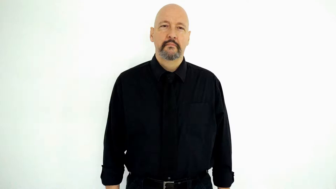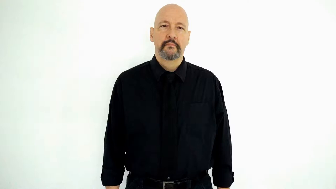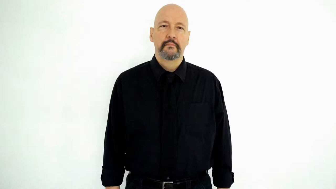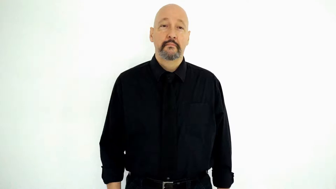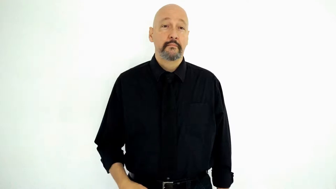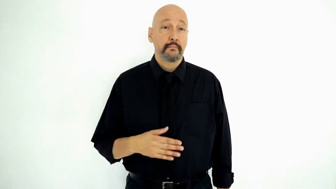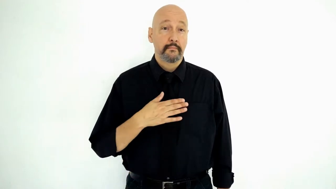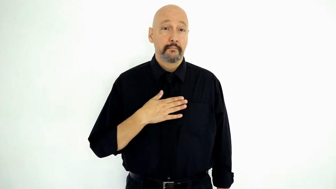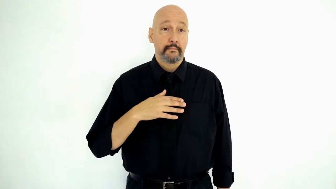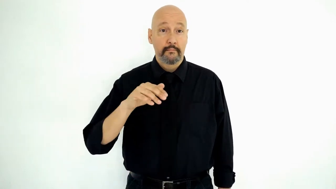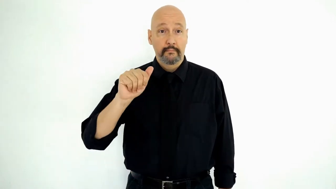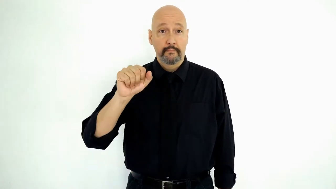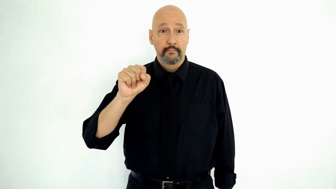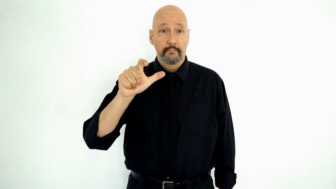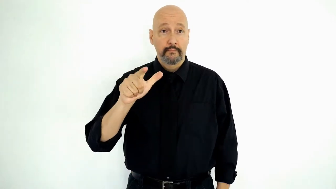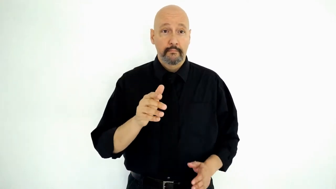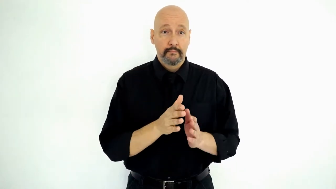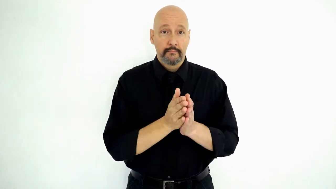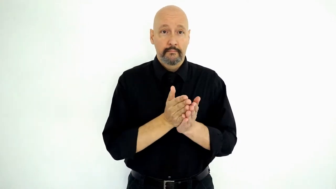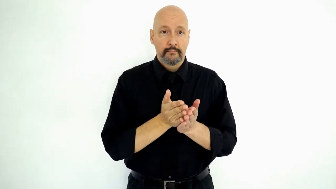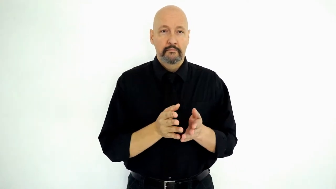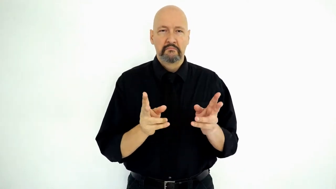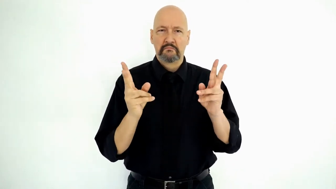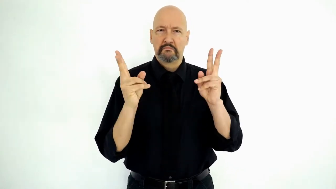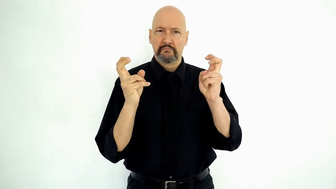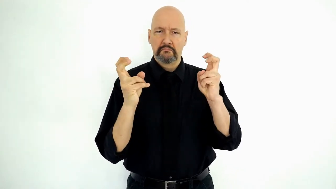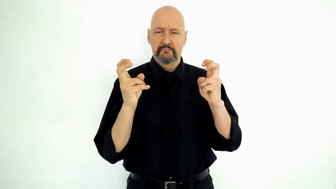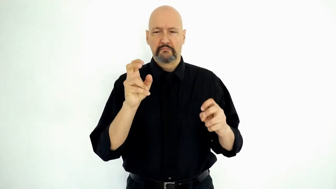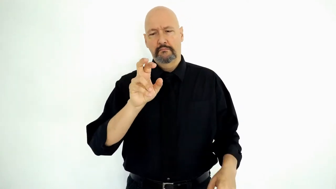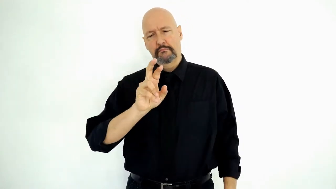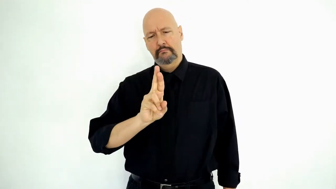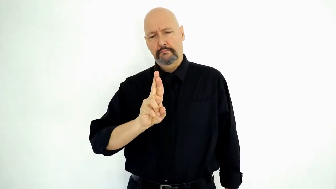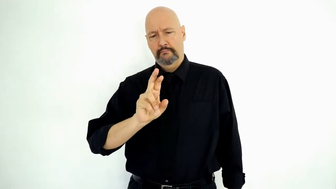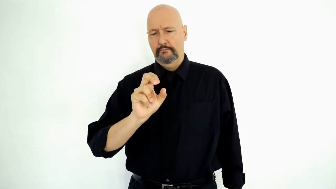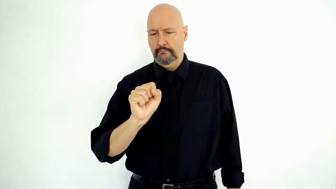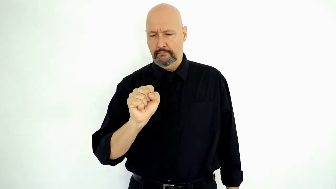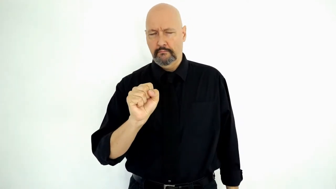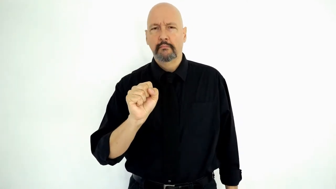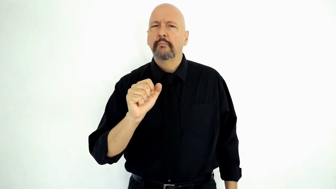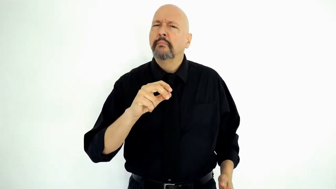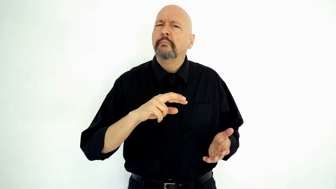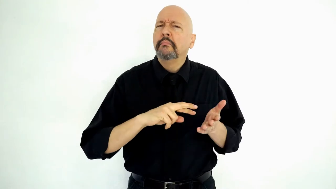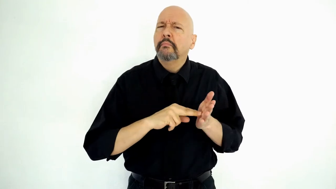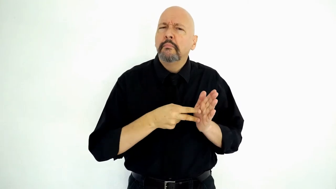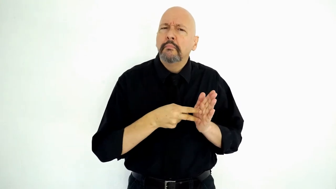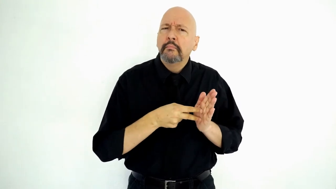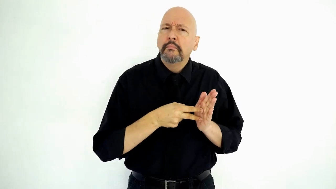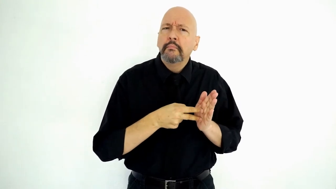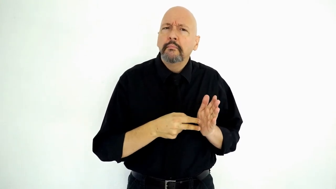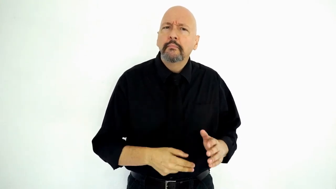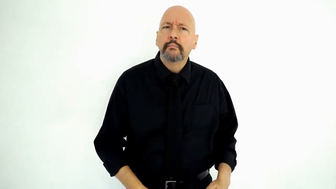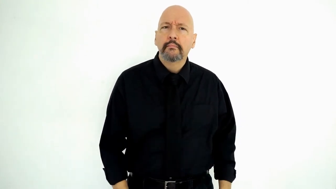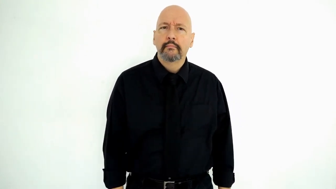MY ASL BOOK, QUOTE RS what-MEAN? (What do the letters RS mean in my ASL book? Answer: "role shift")